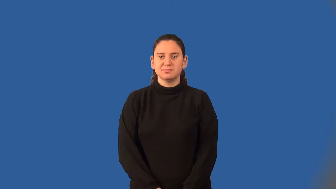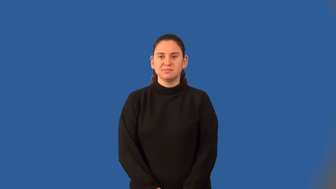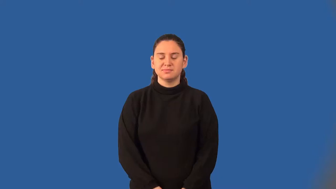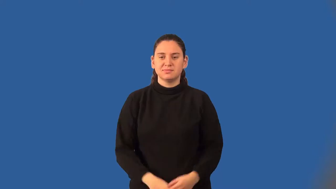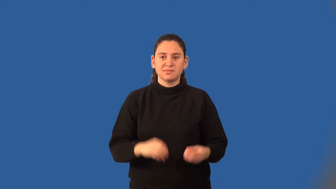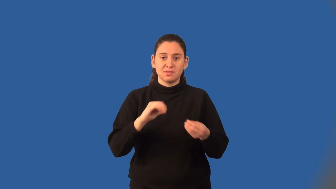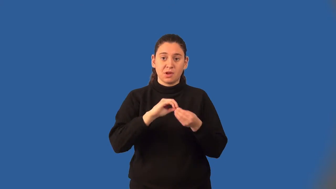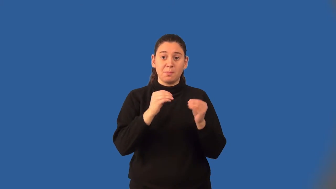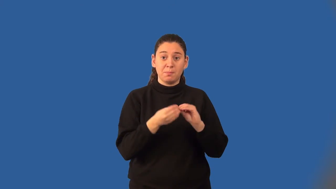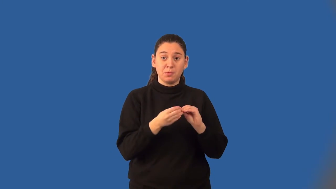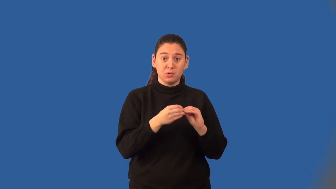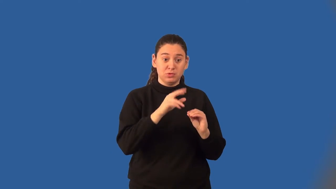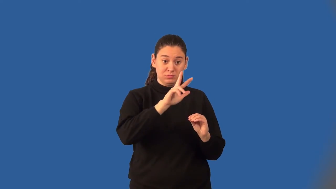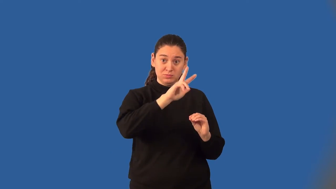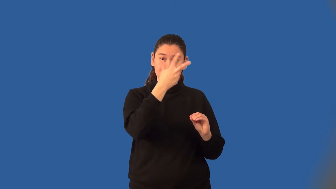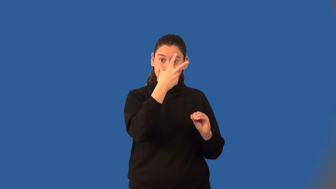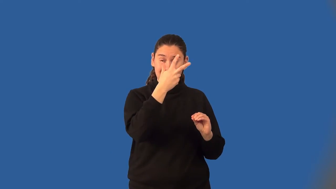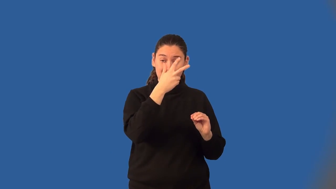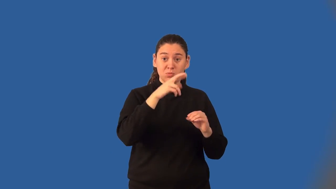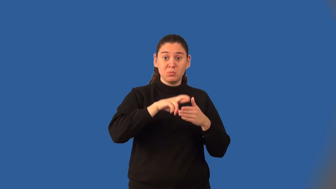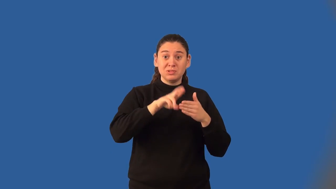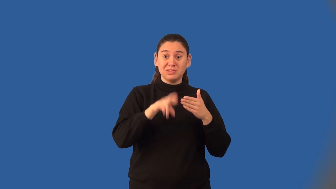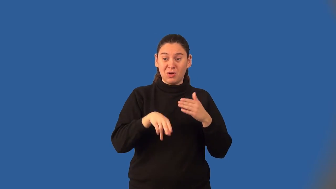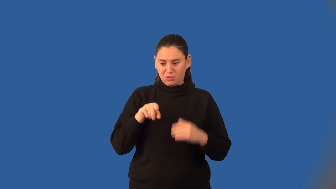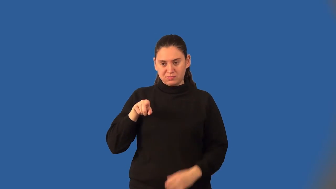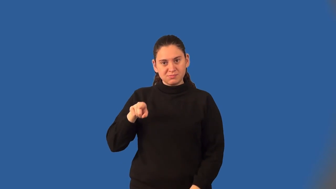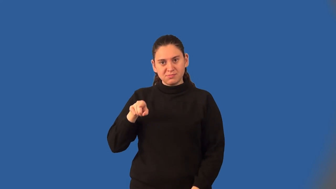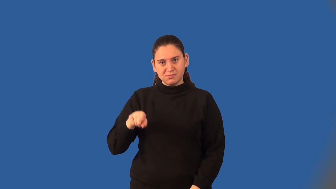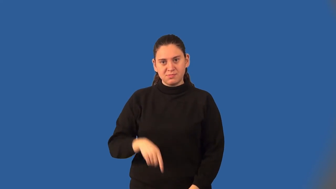cube number